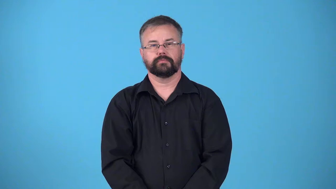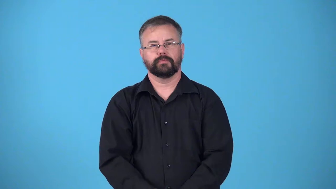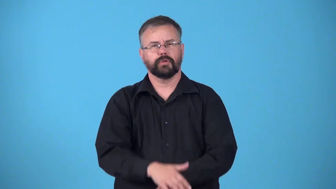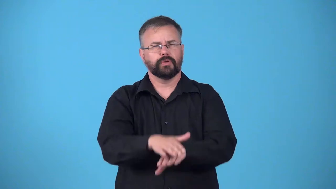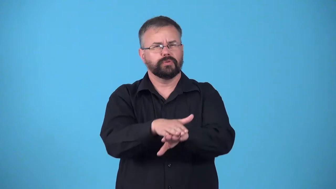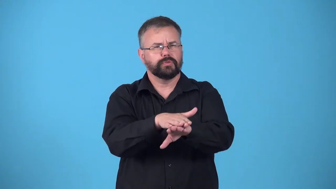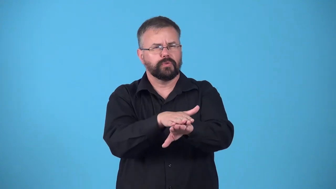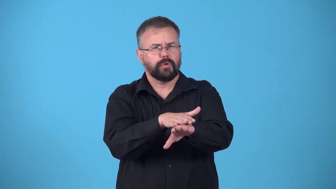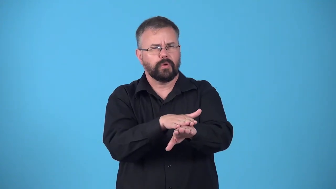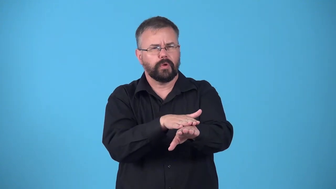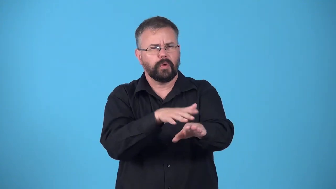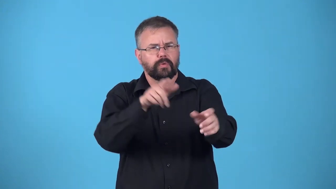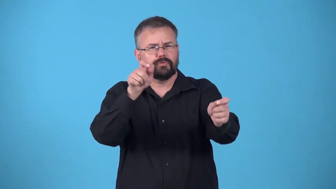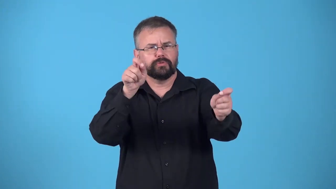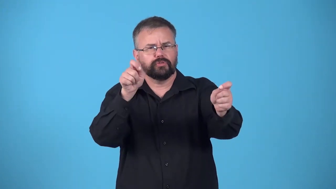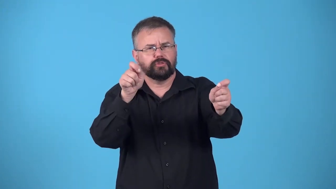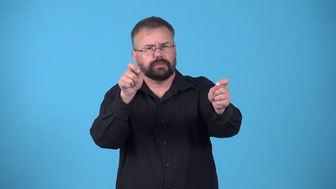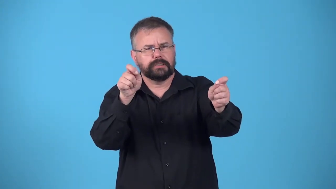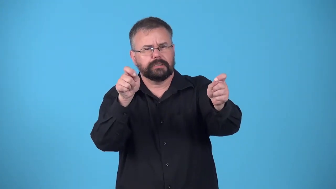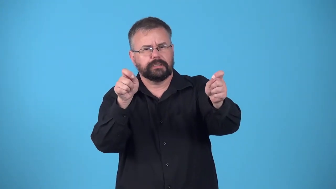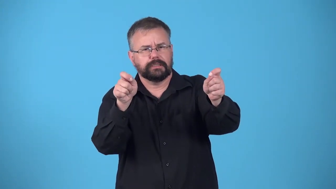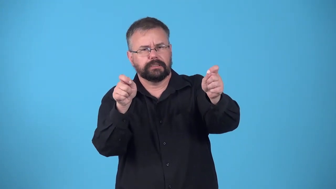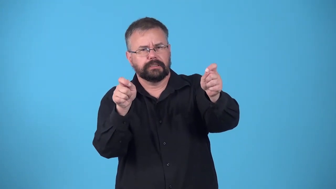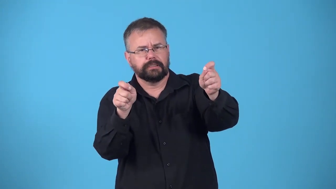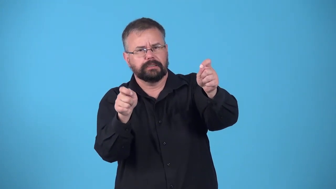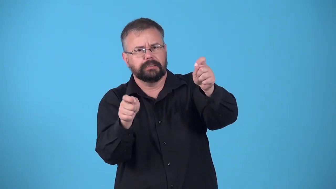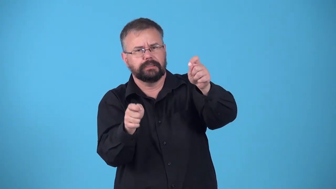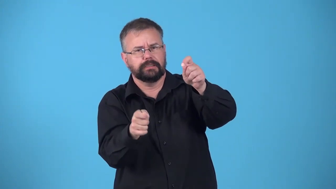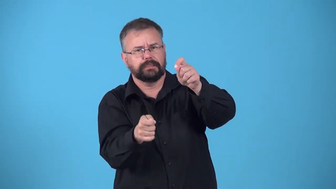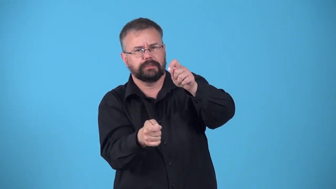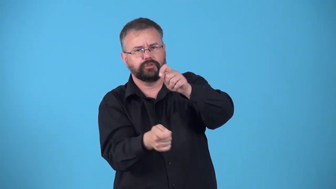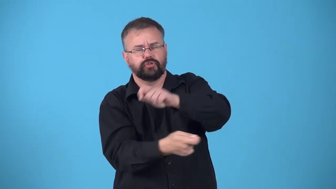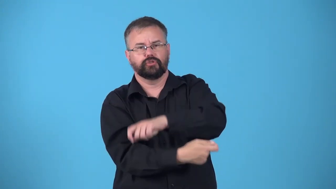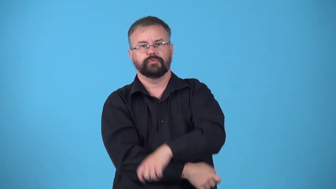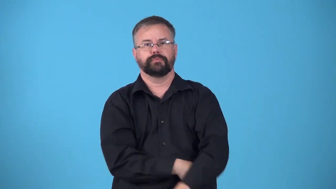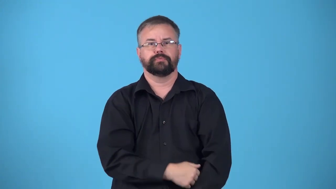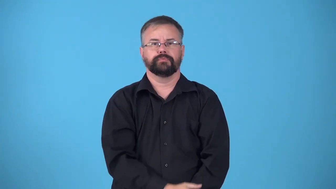drift-change